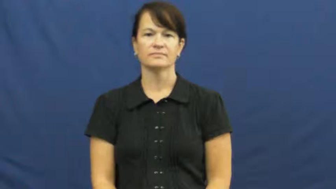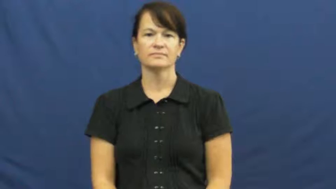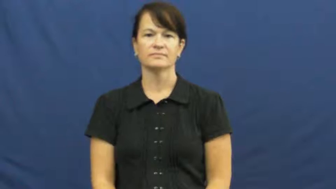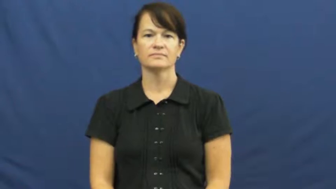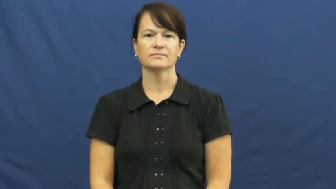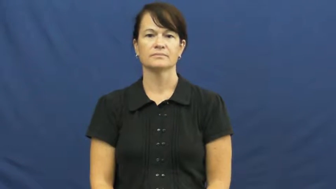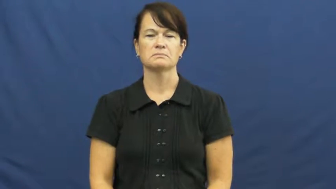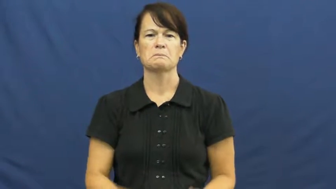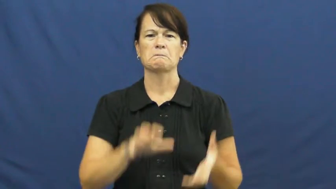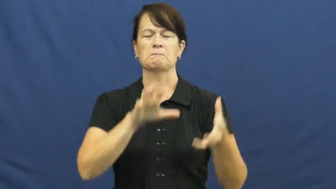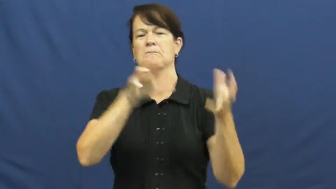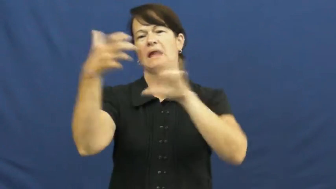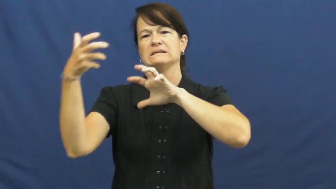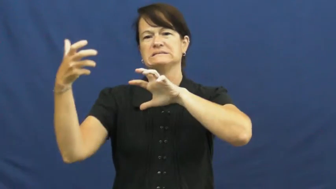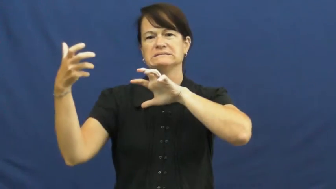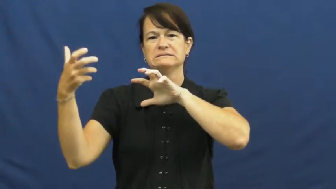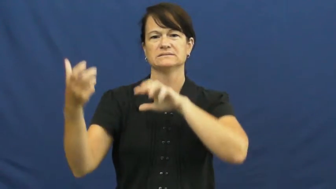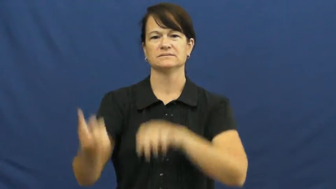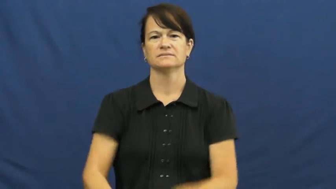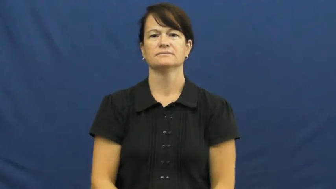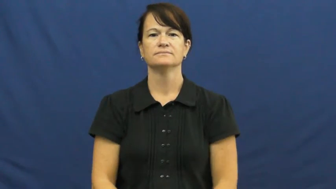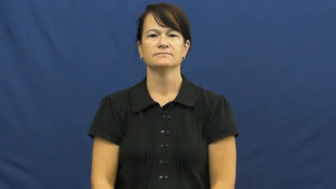mess,shambles,disarray,disorder,chaos,havoc,hubhub,hullabaloo,maelstrom,bluster